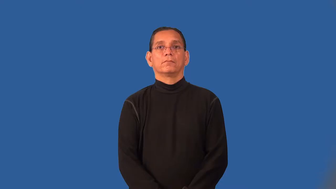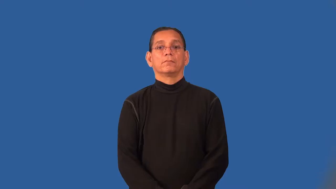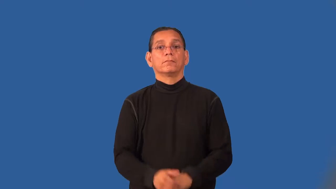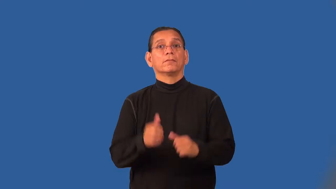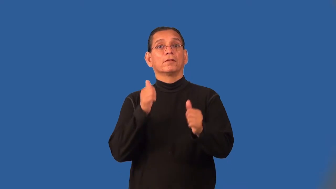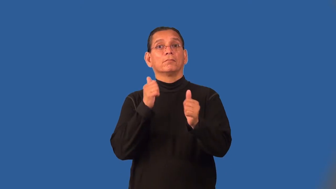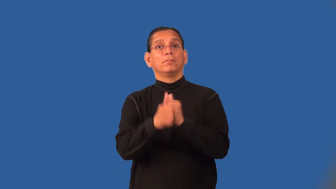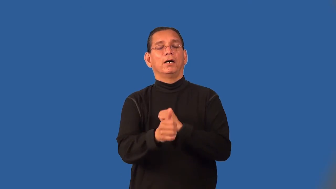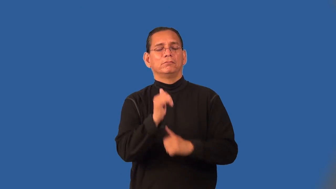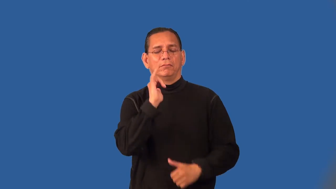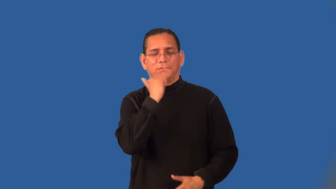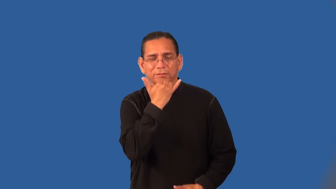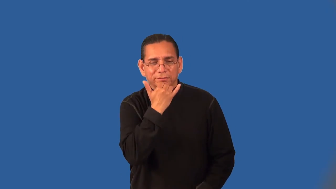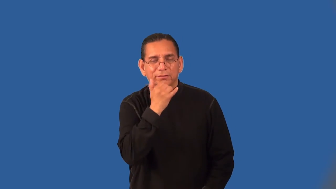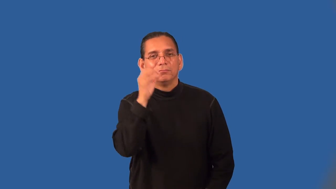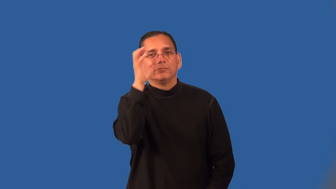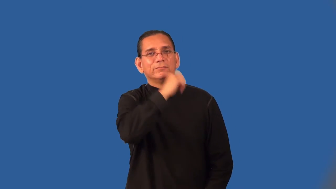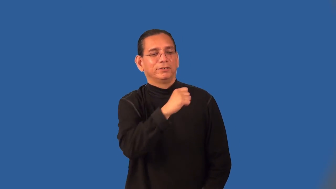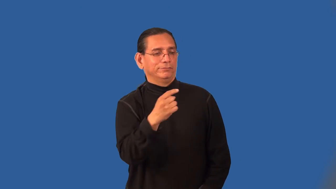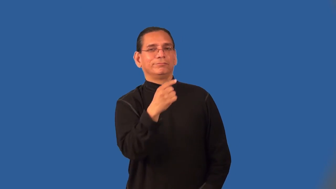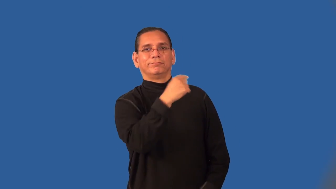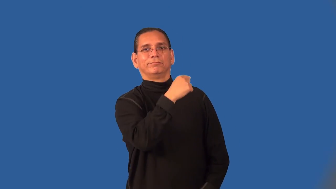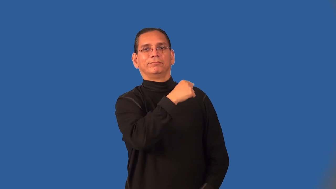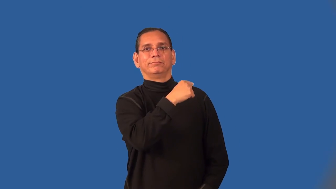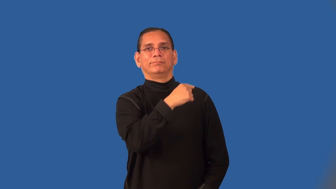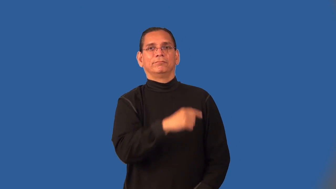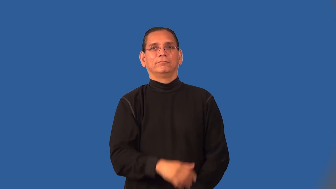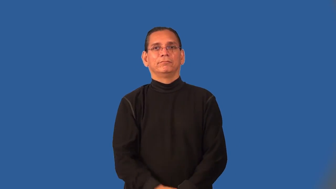overshoot